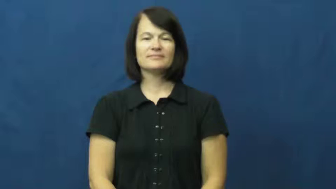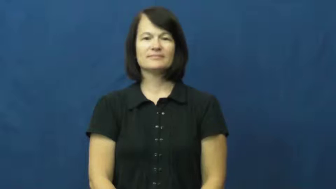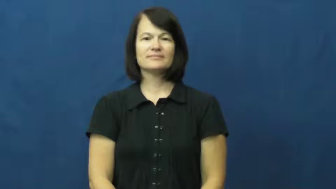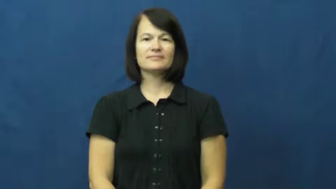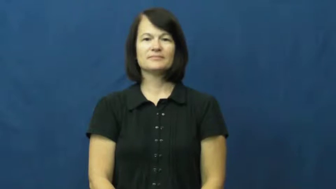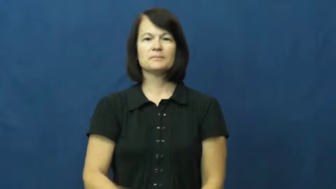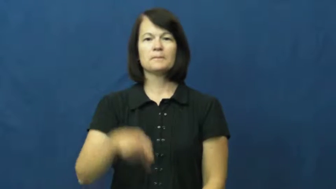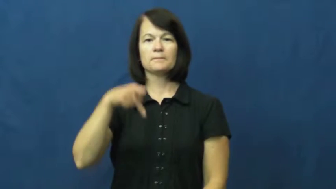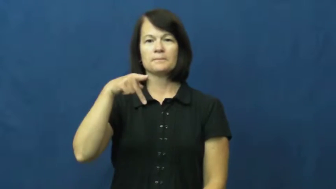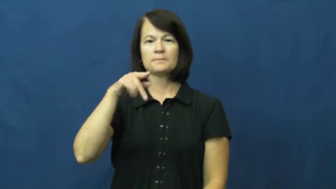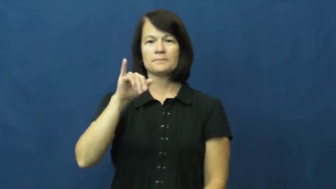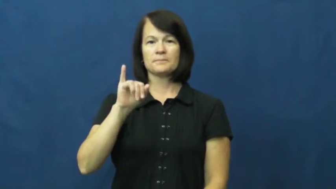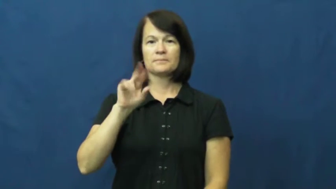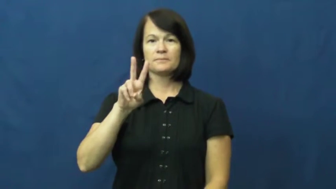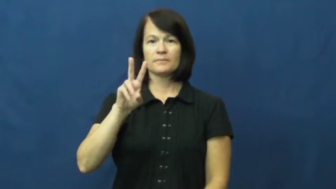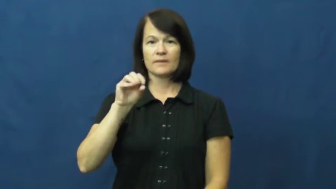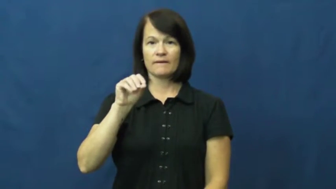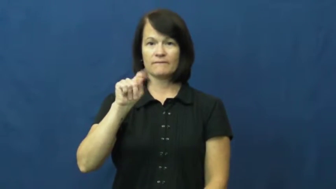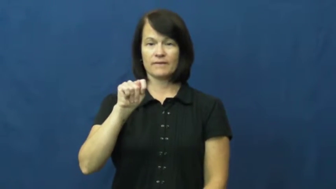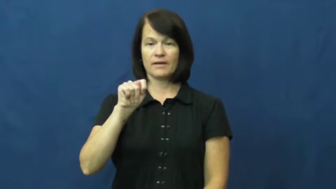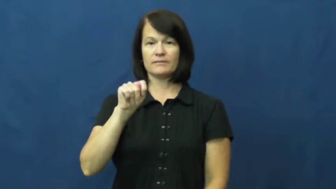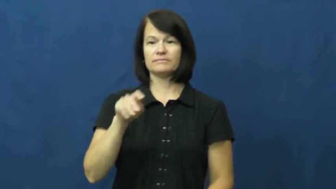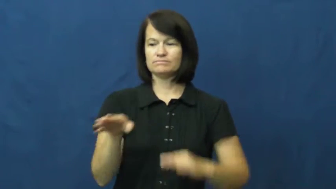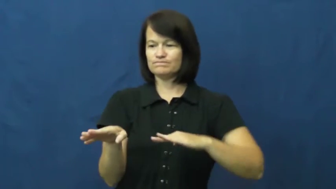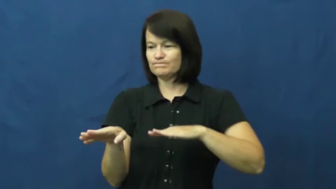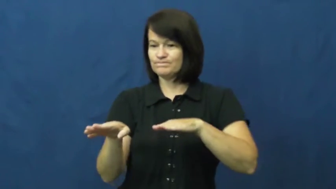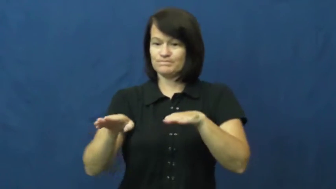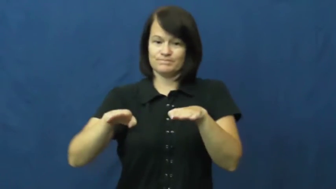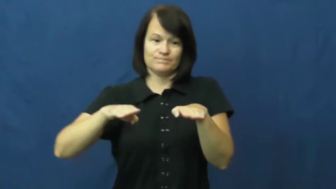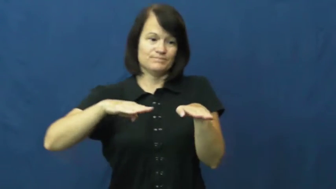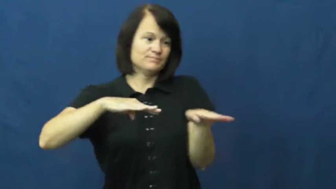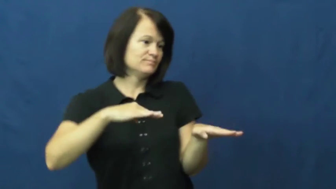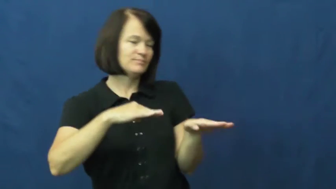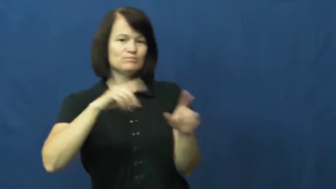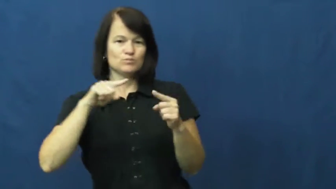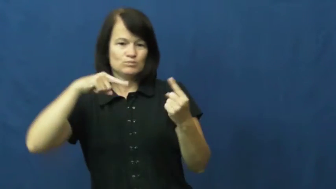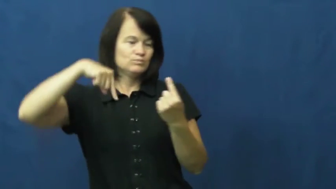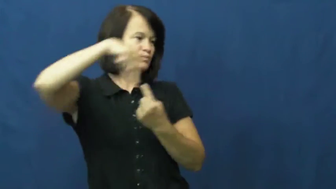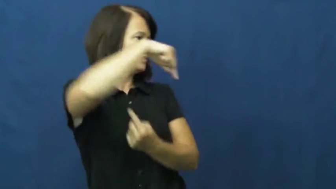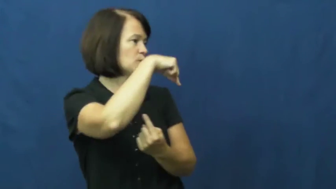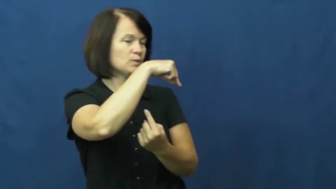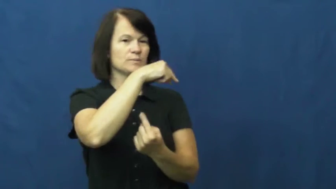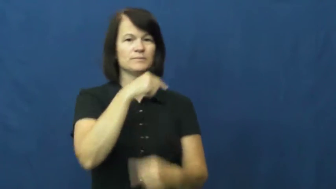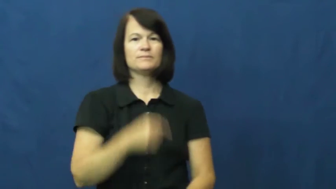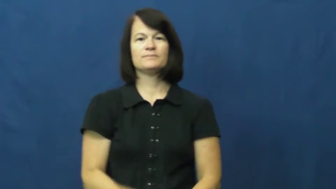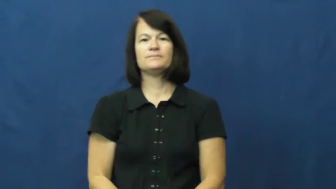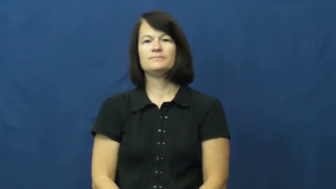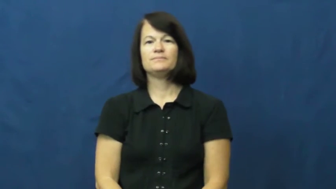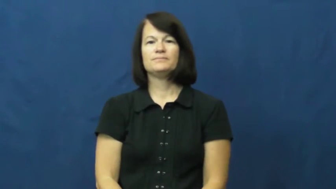pivot-basketball